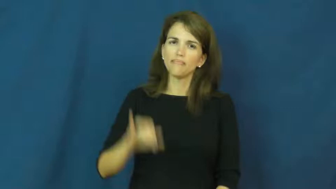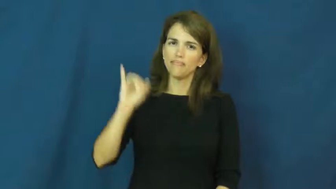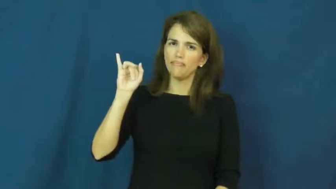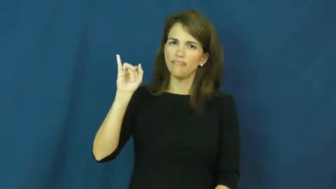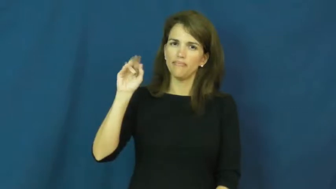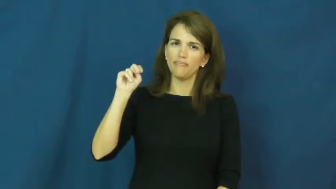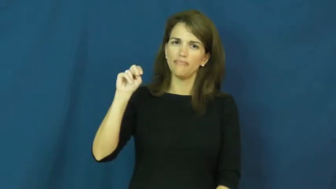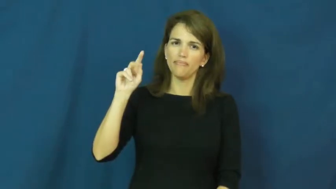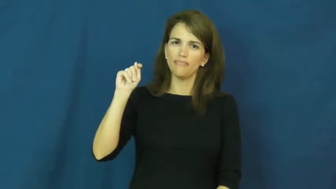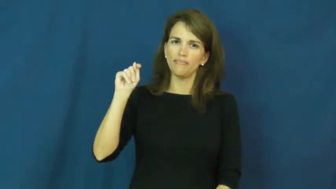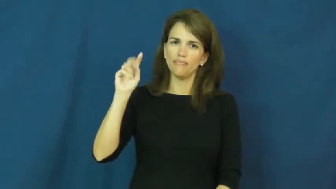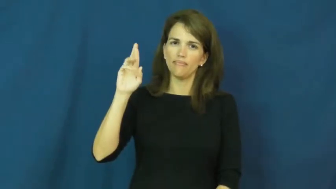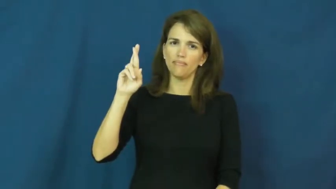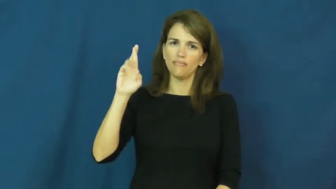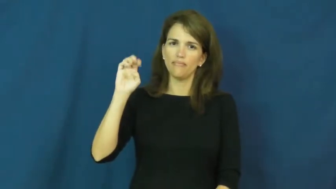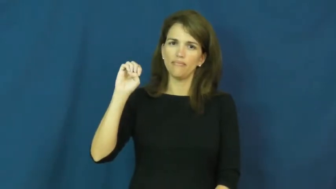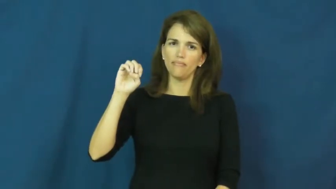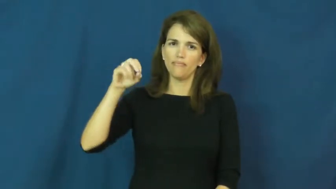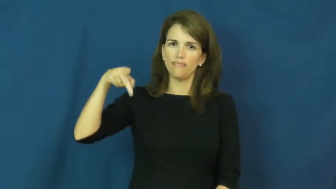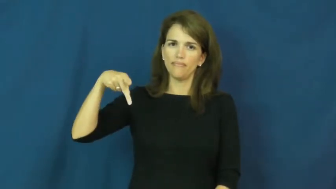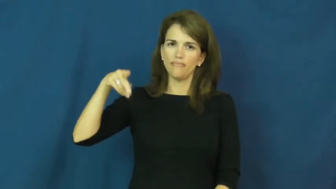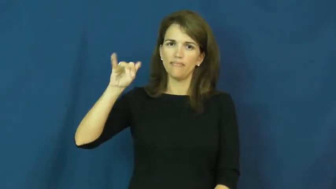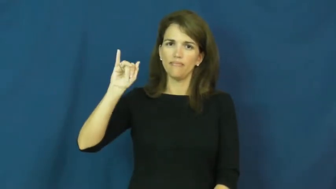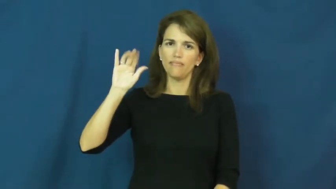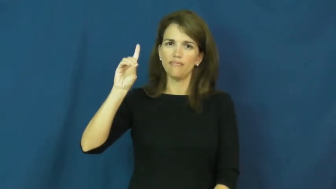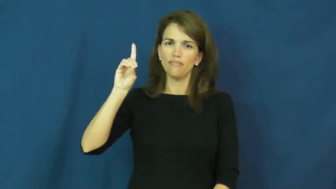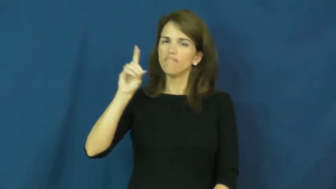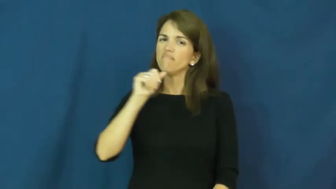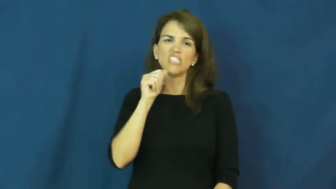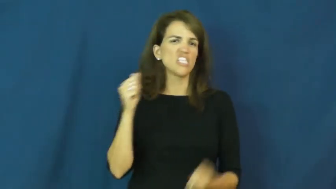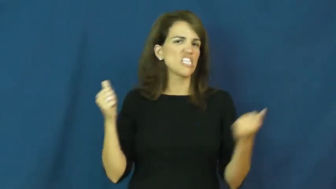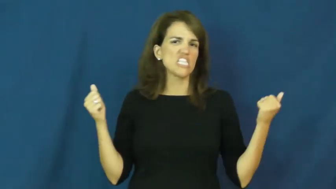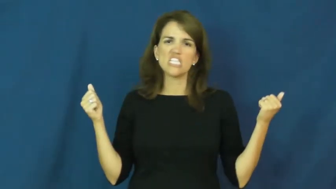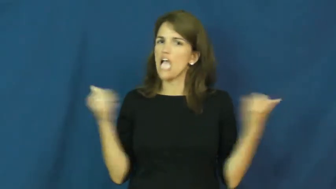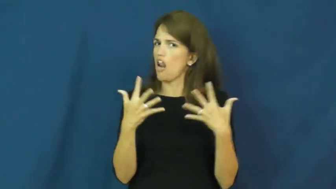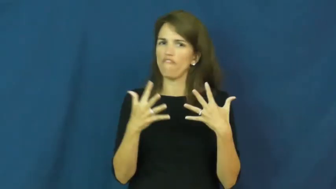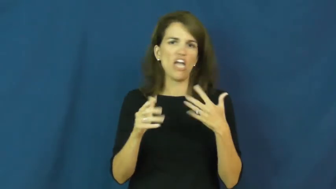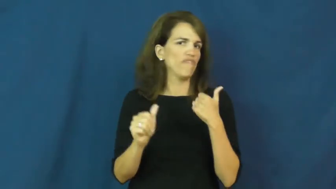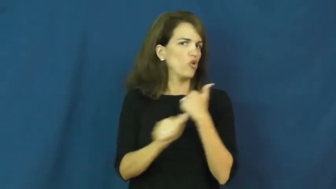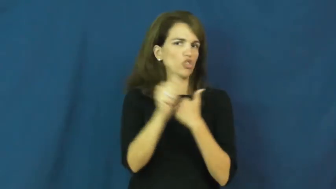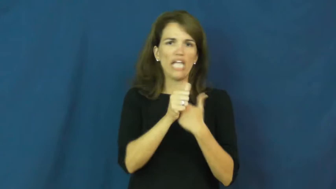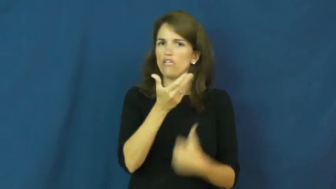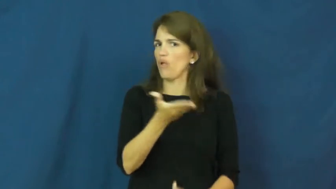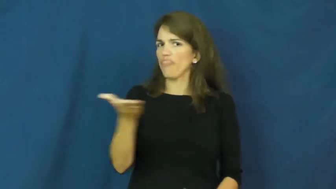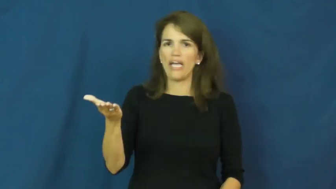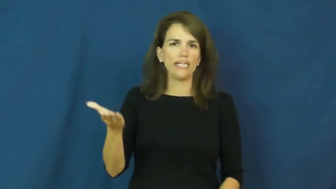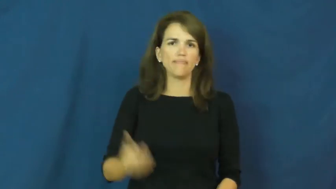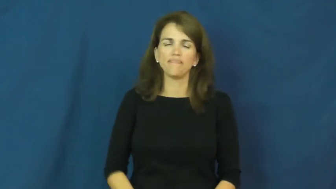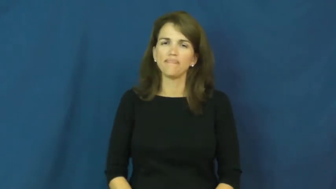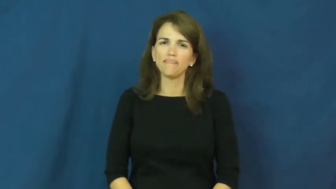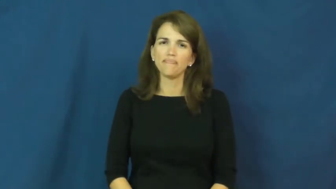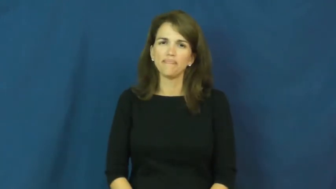intrepid